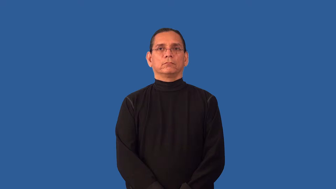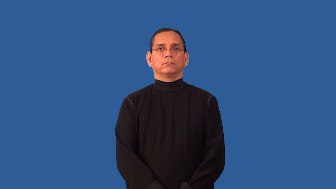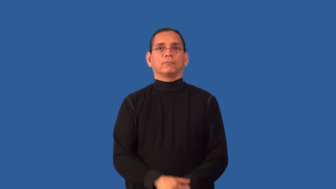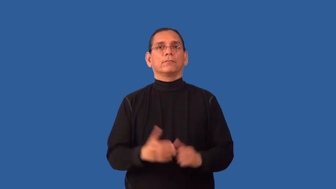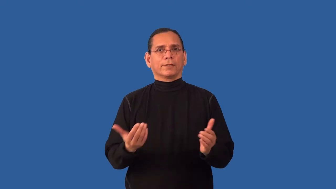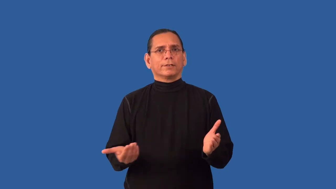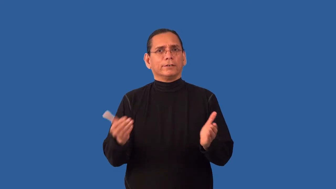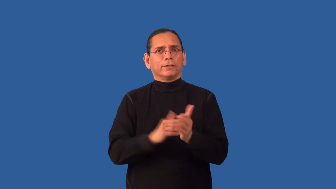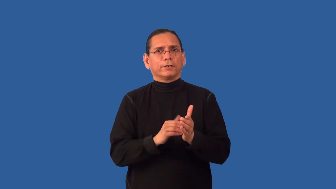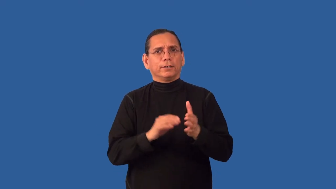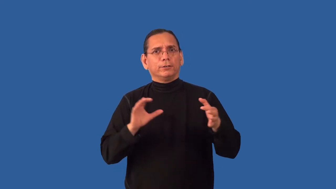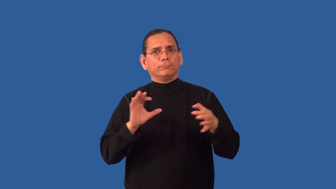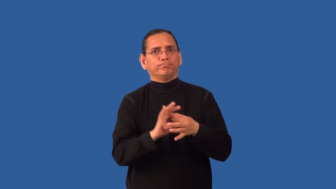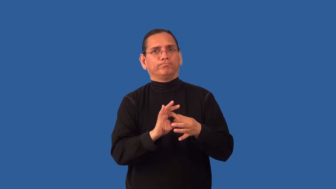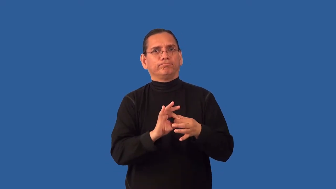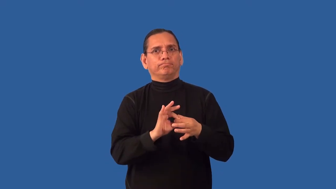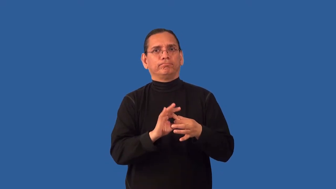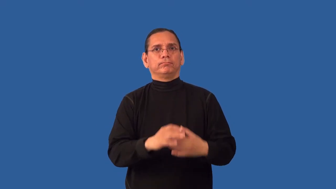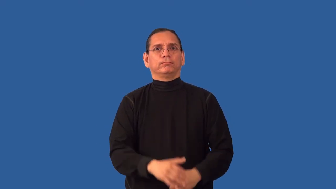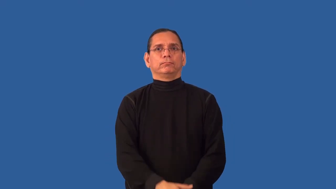reattach